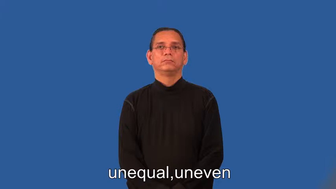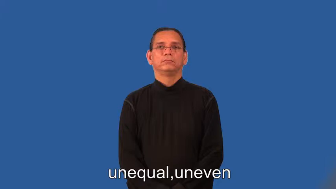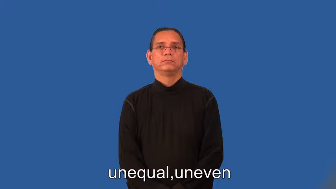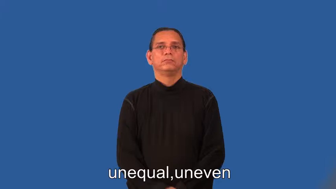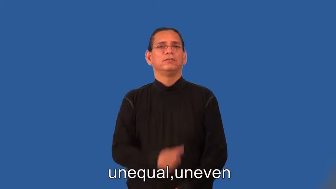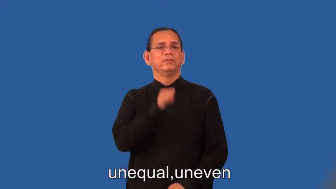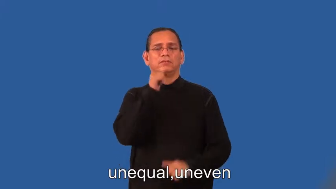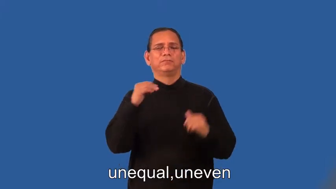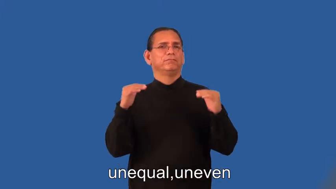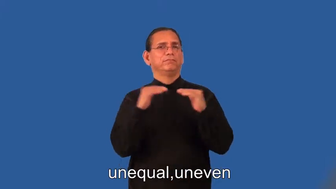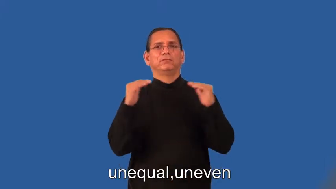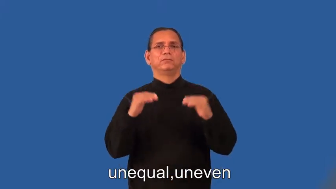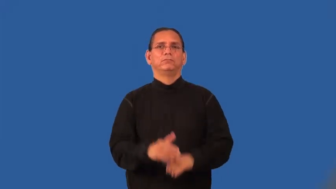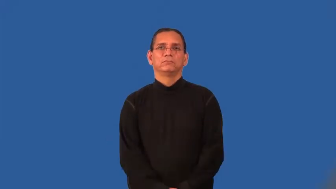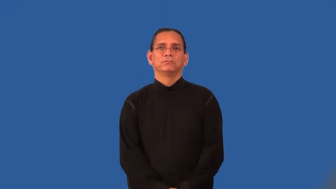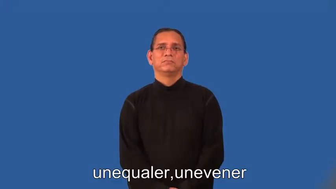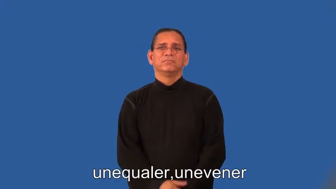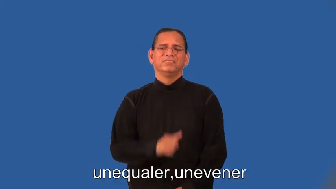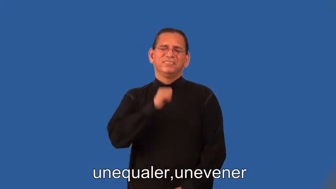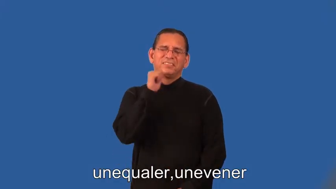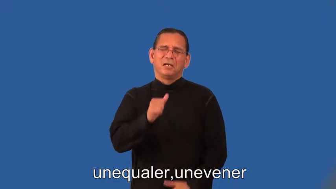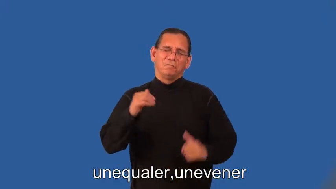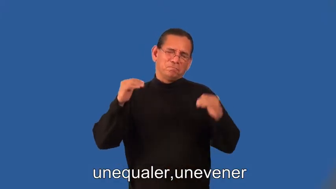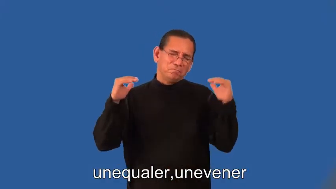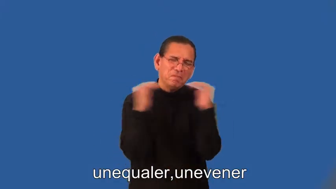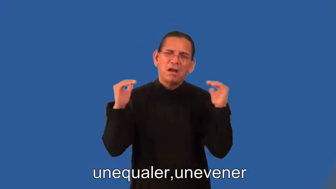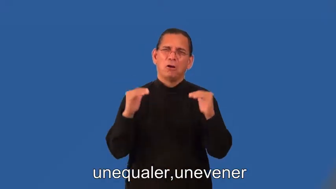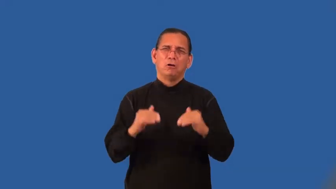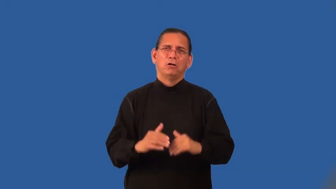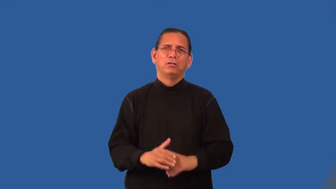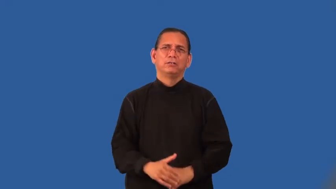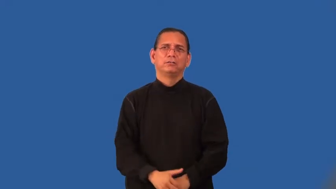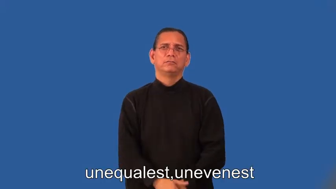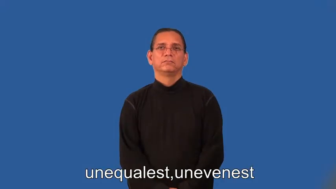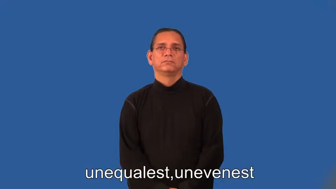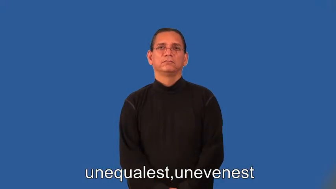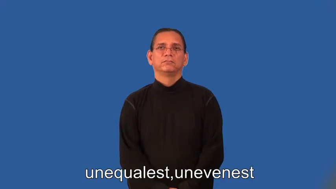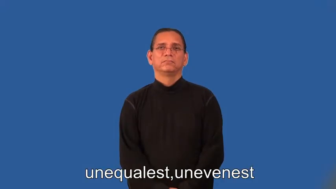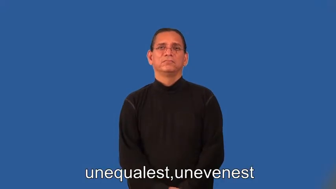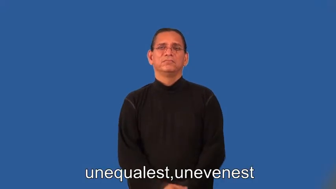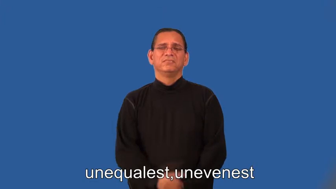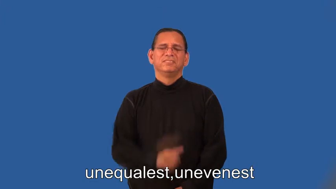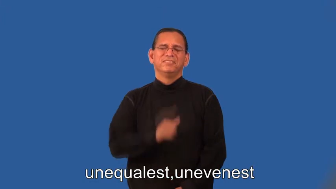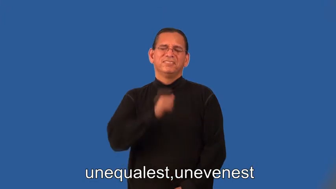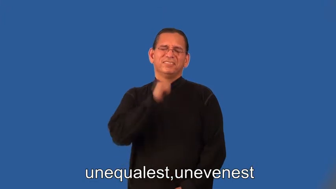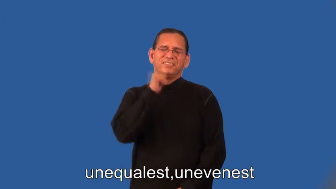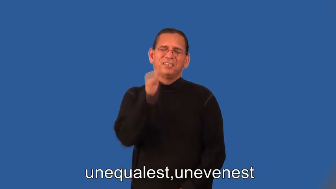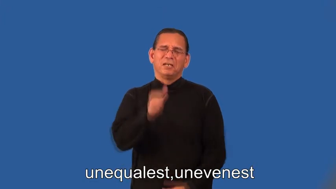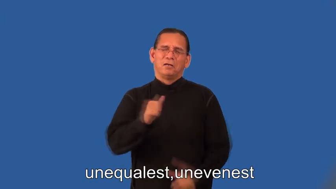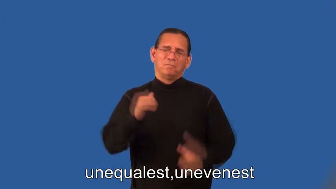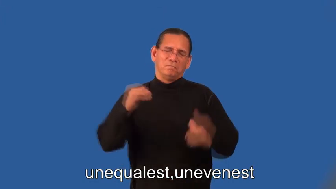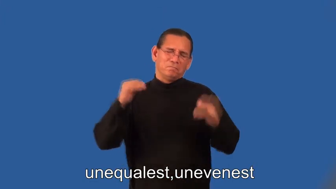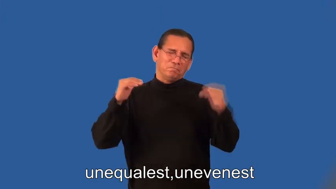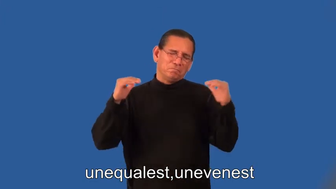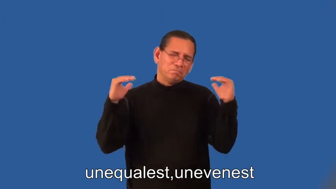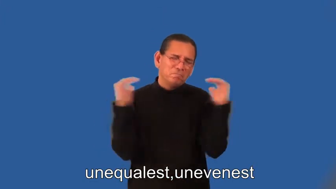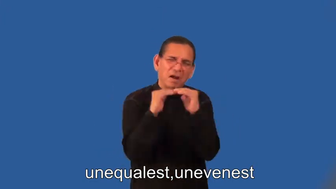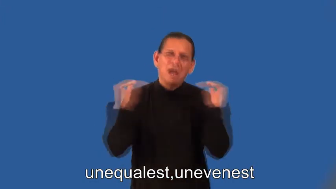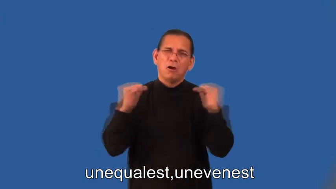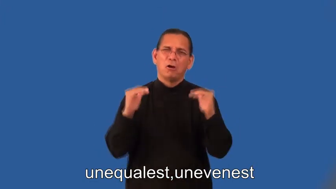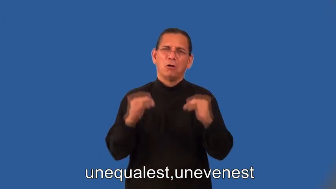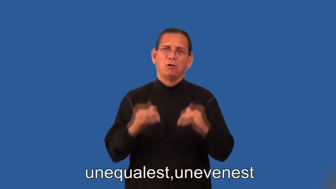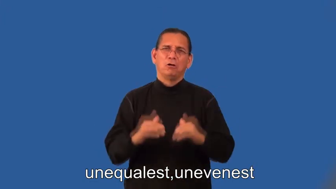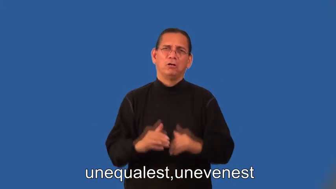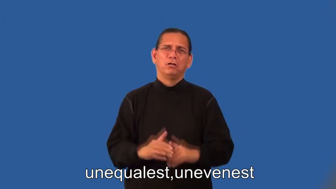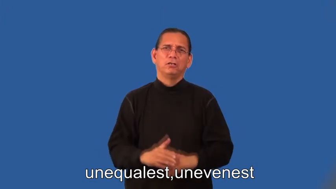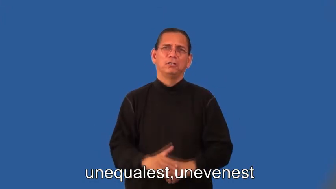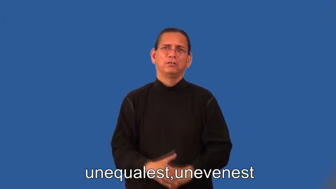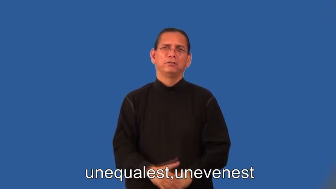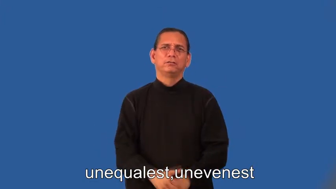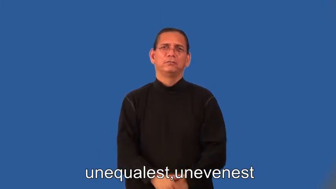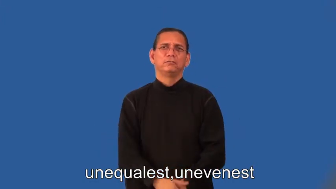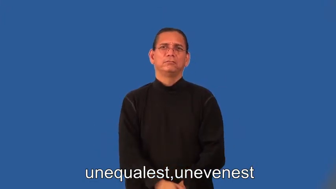unequaler,unevener,unequalest,unevenest